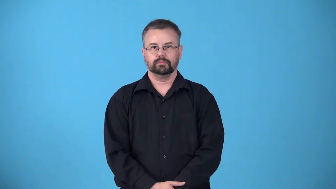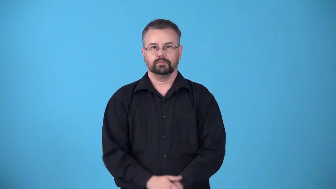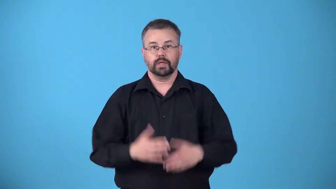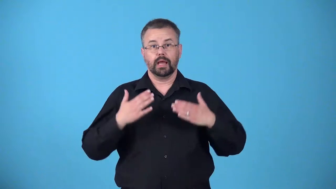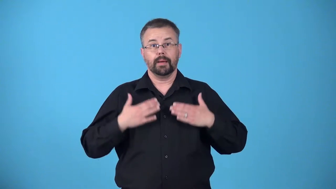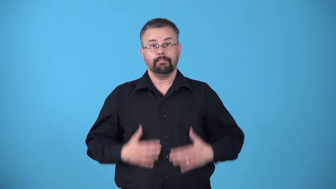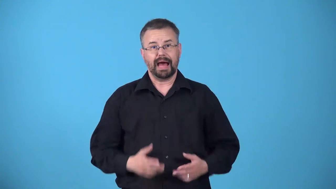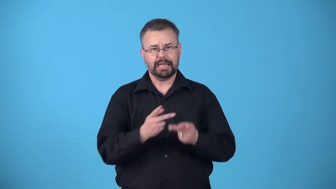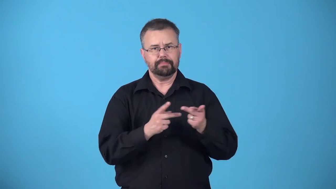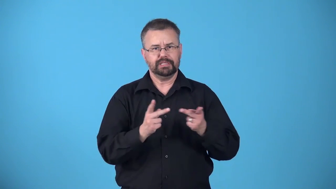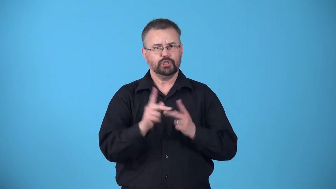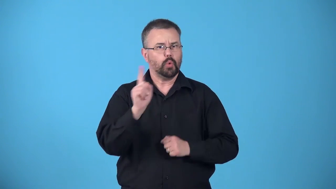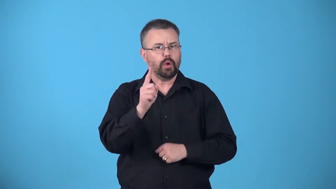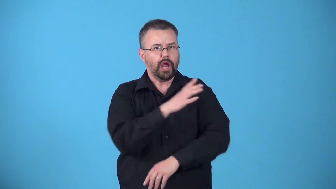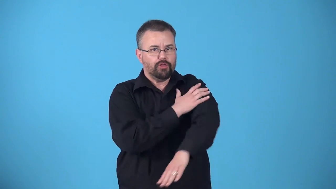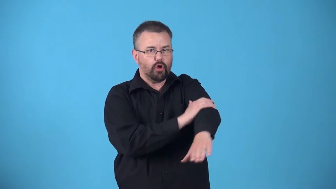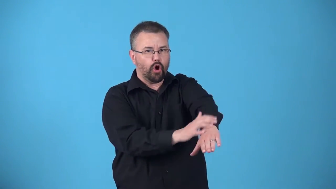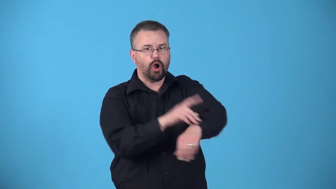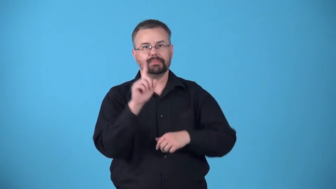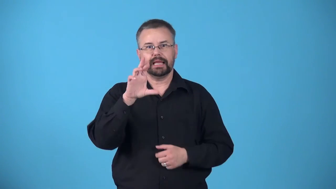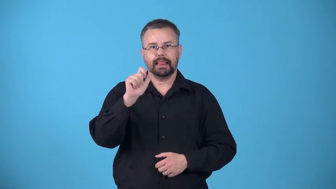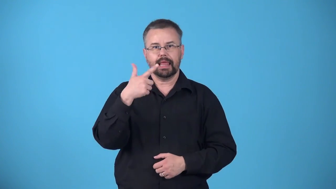attitude-position of body